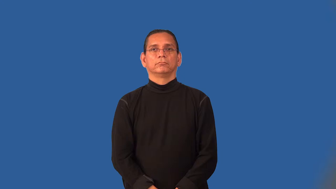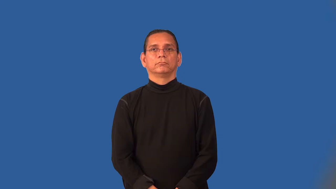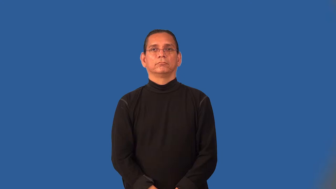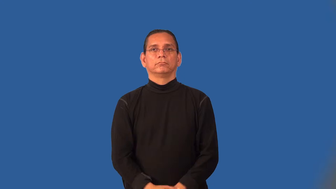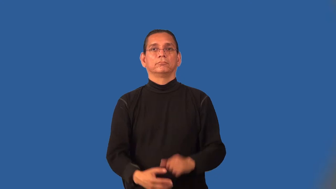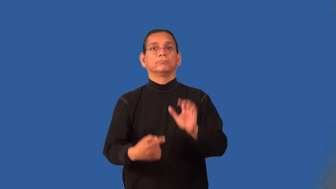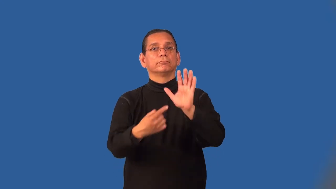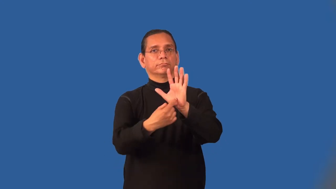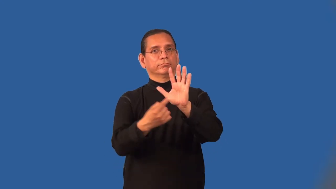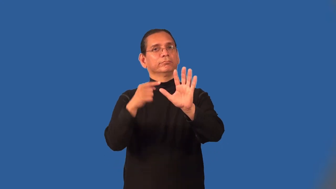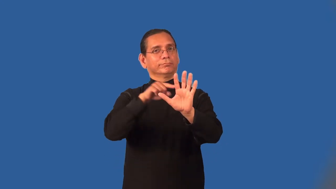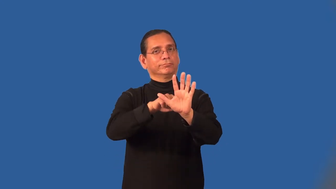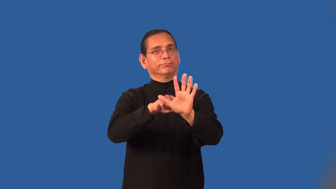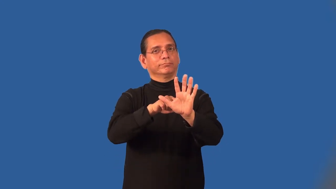metaphor